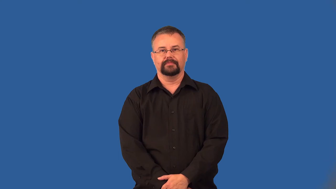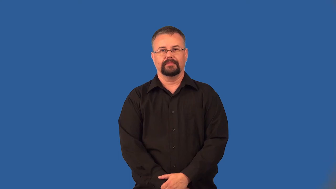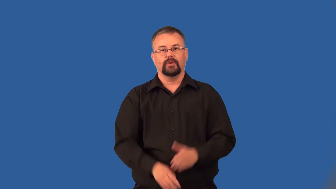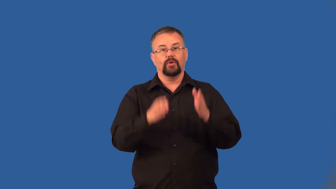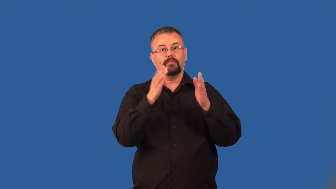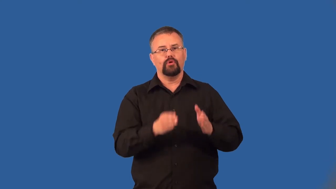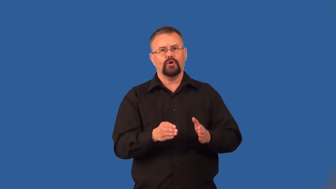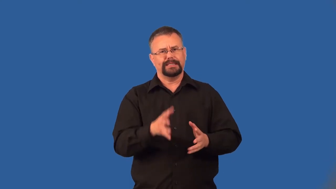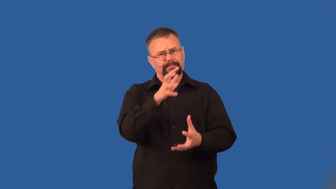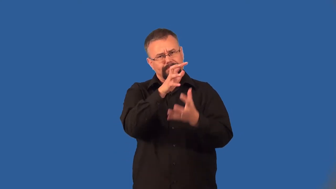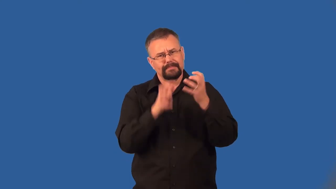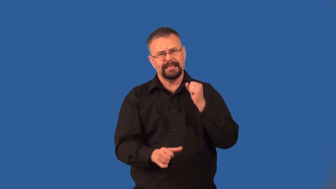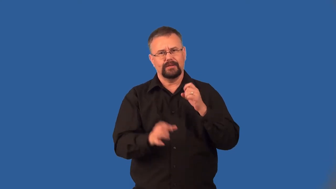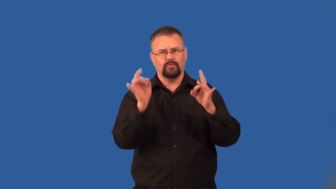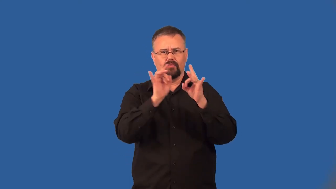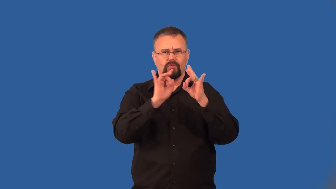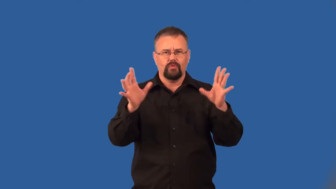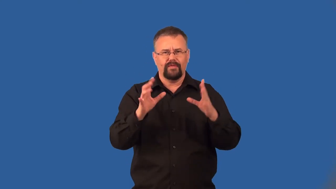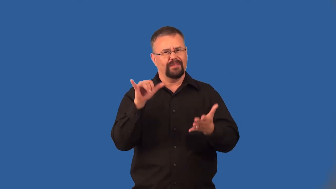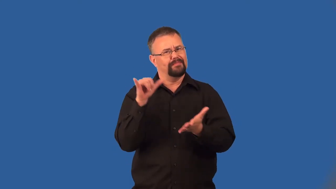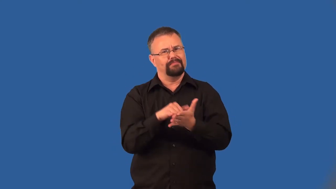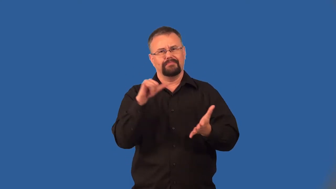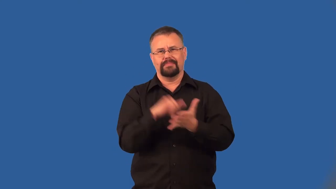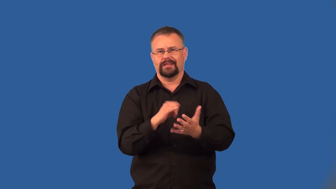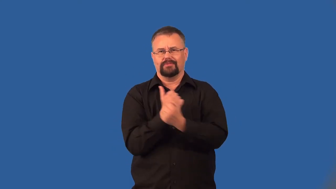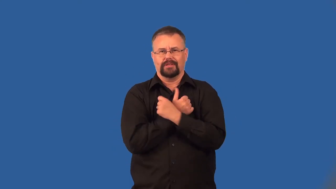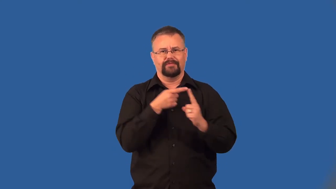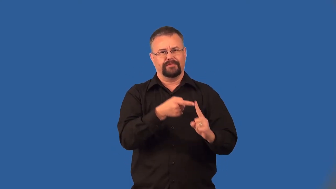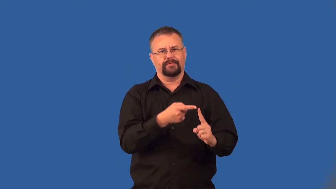unlovable